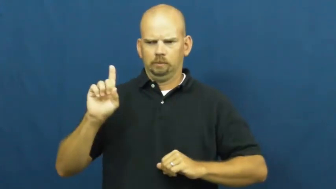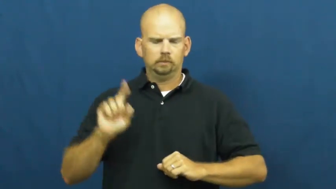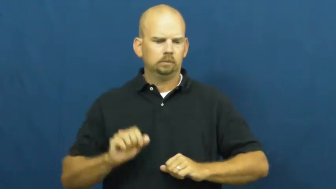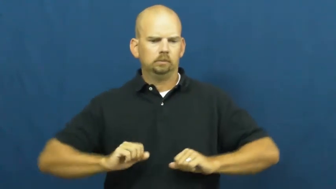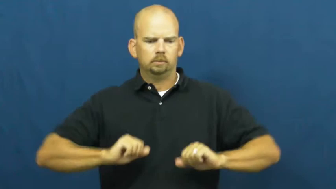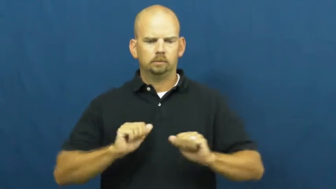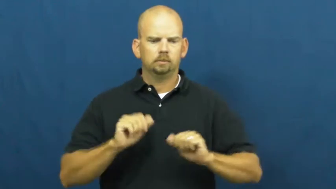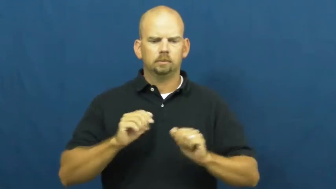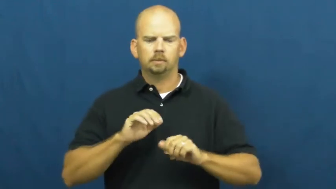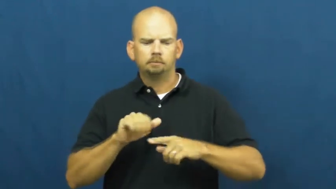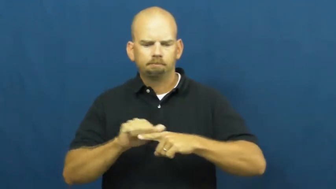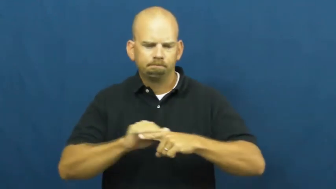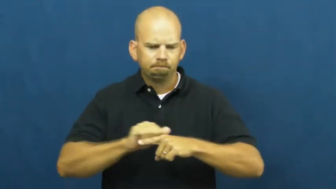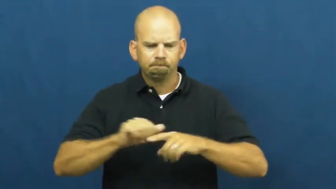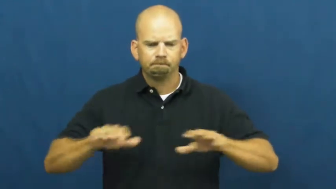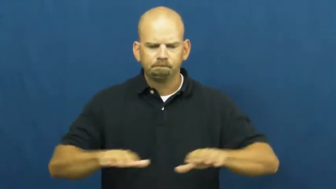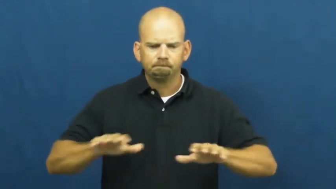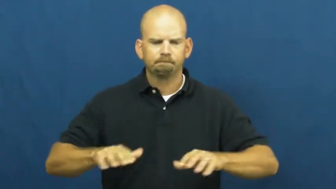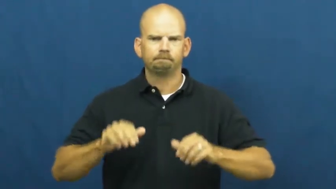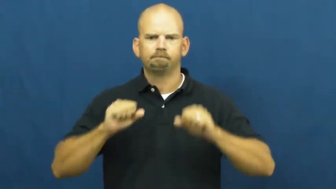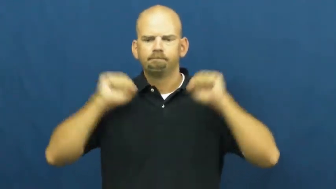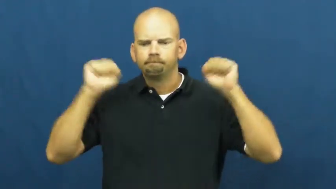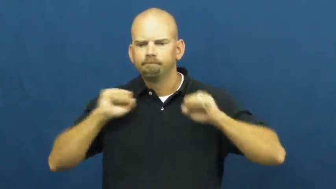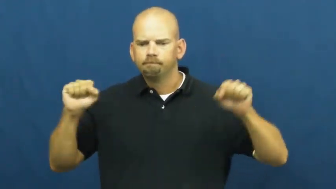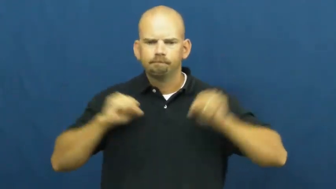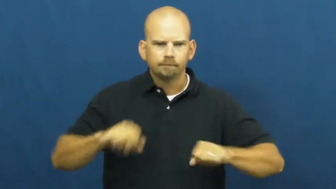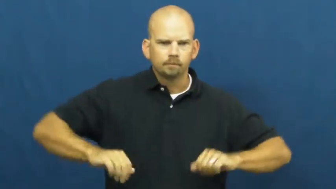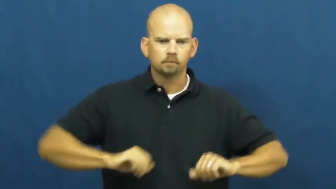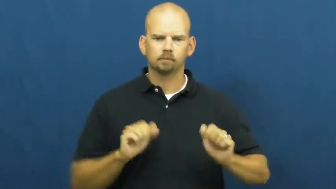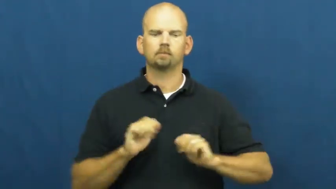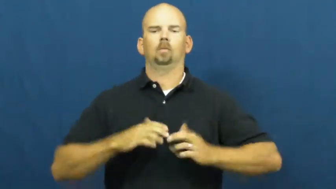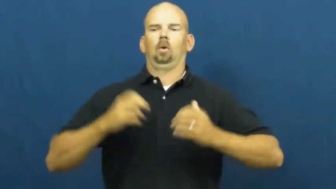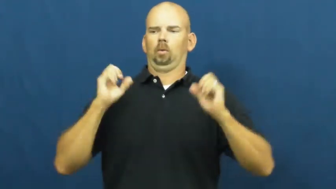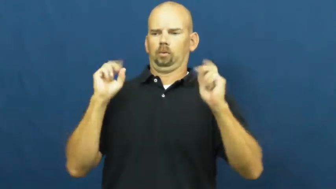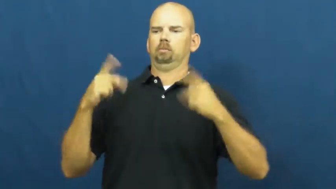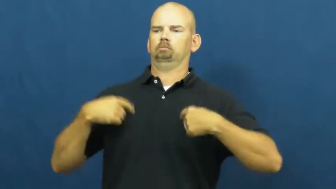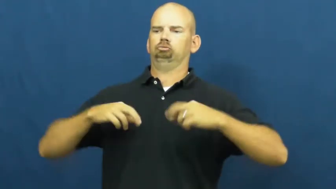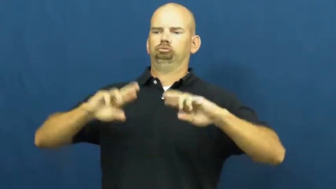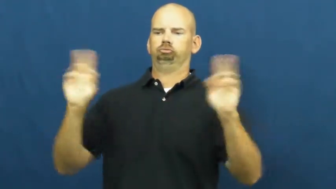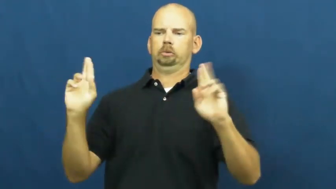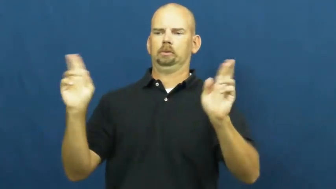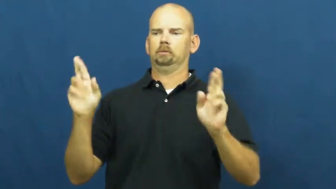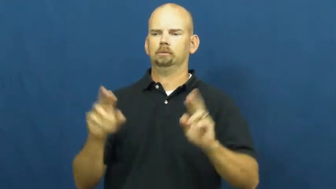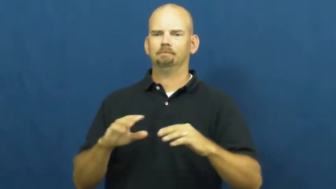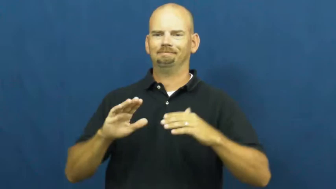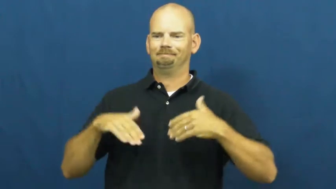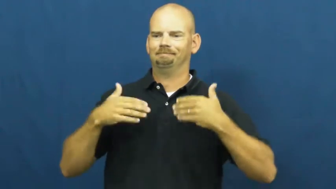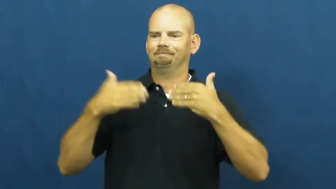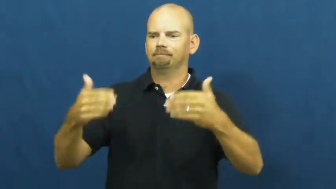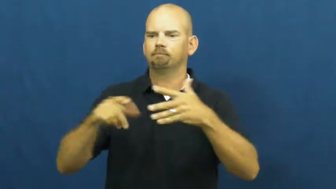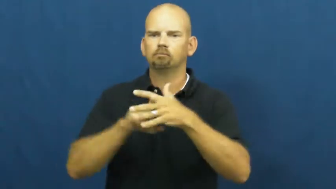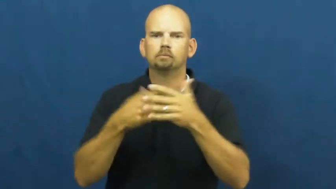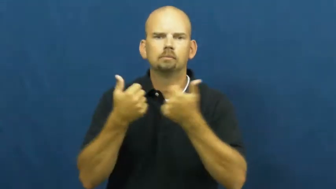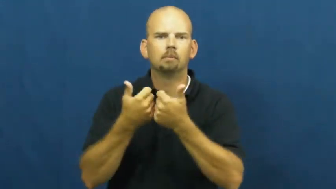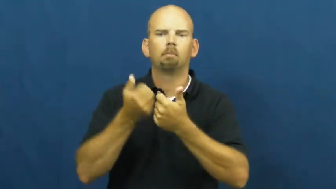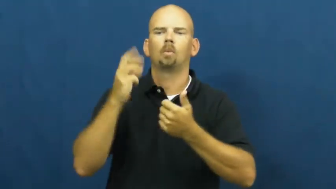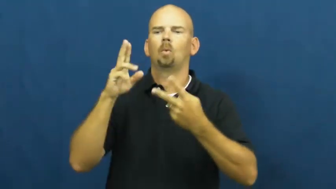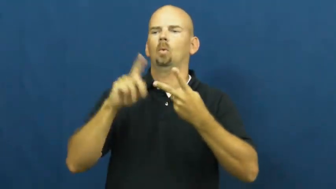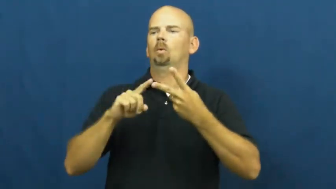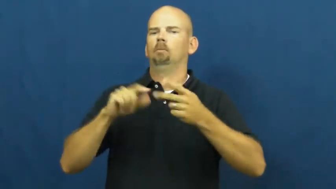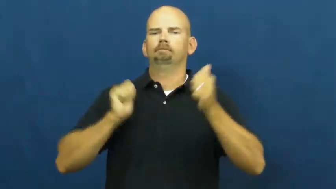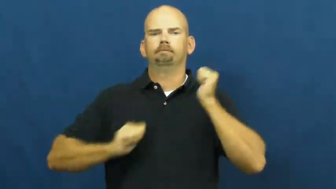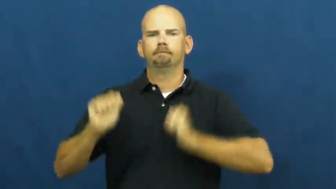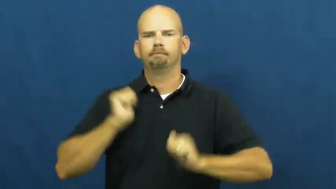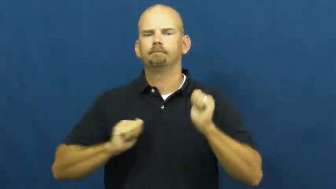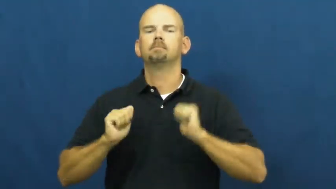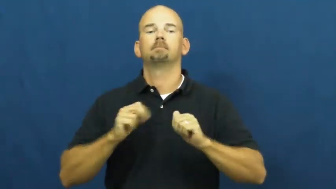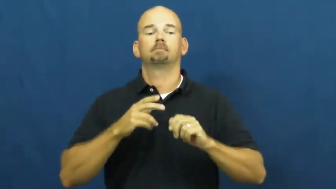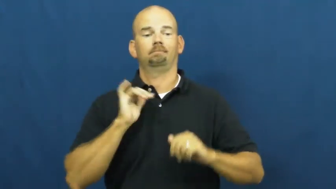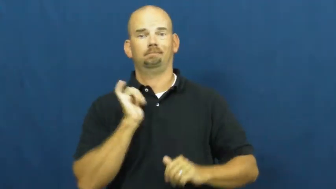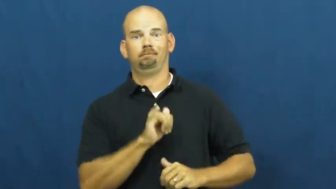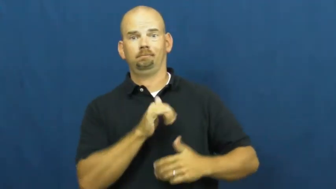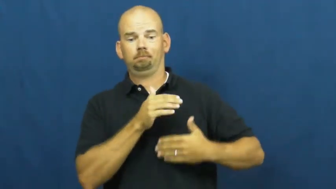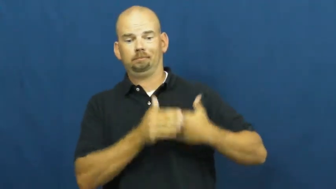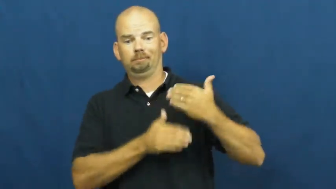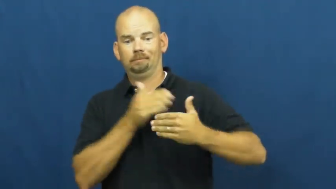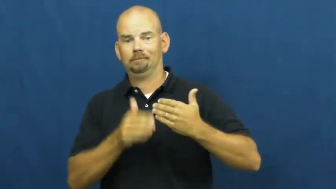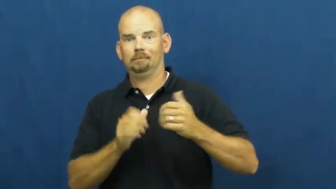warm up-exercise